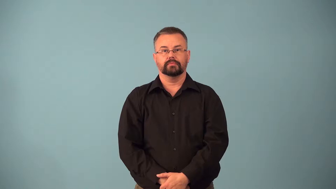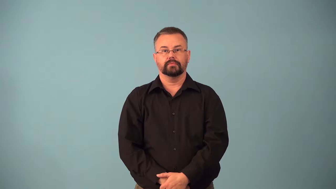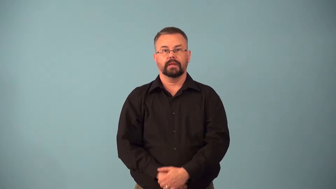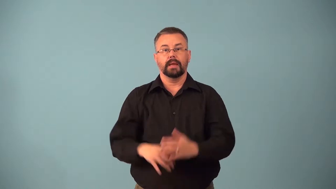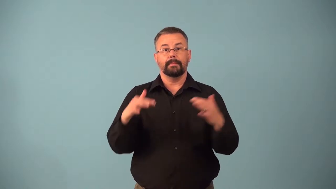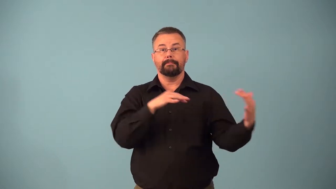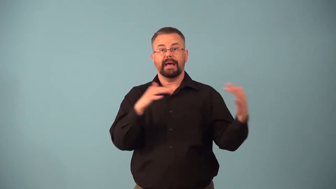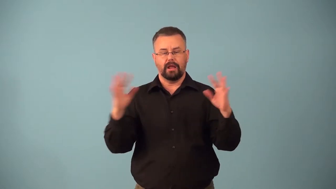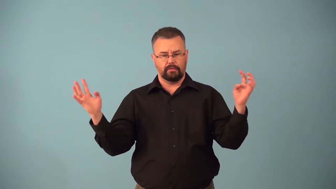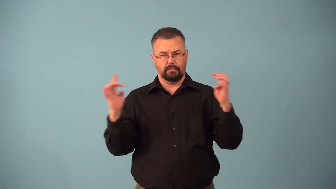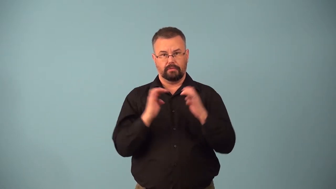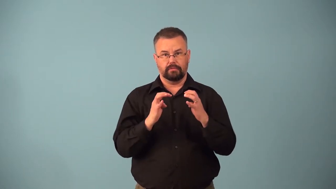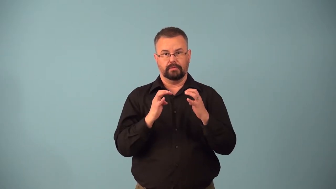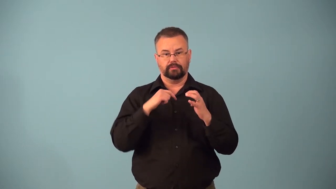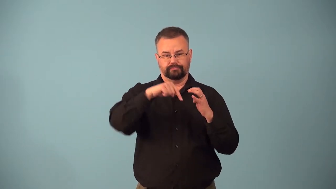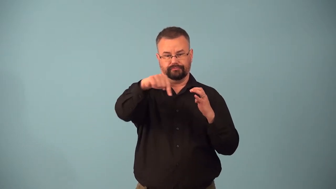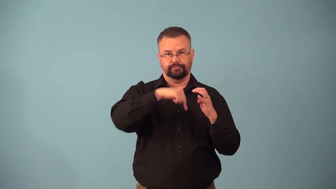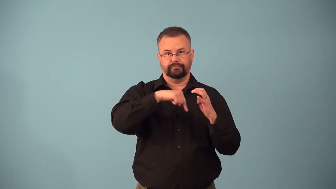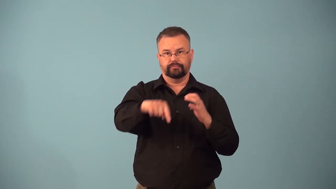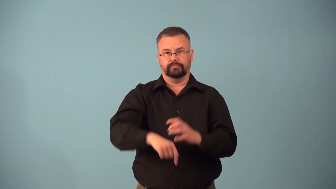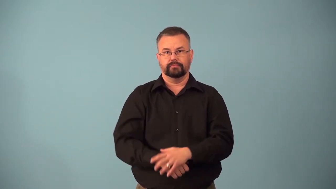battlefront